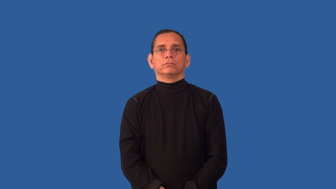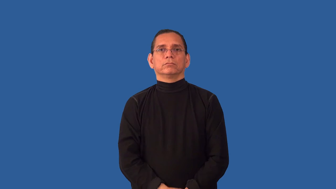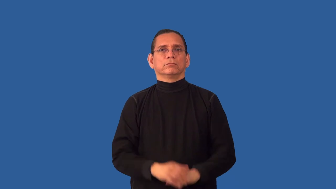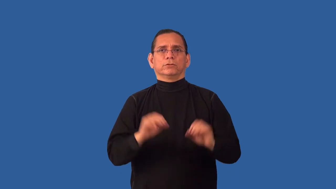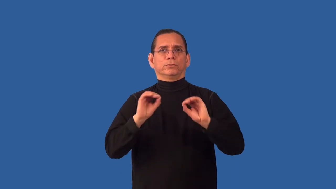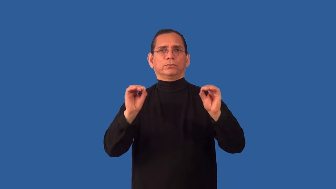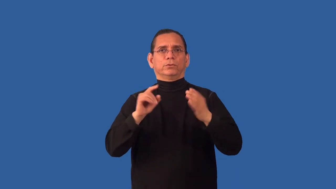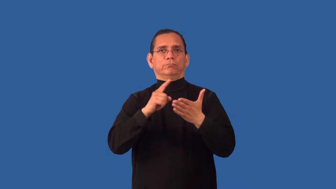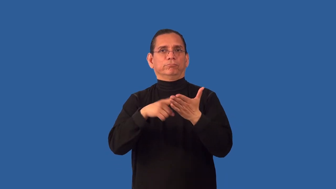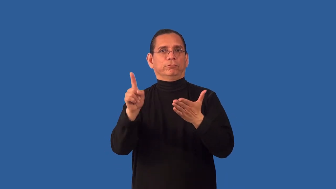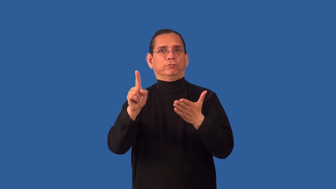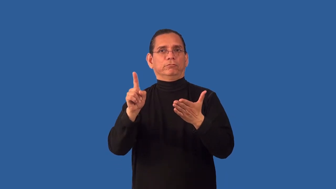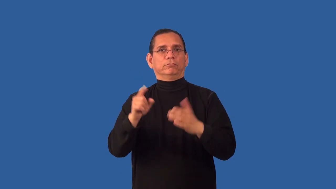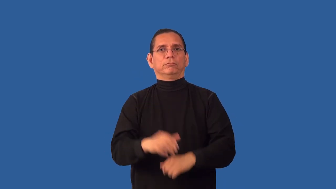uncheck-not checked